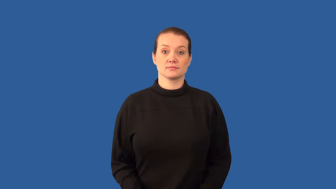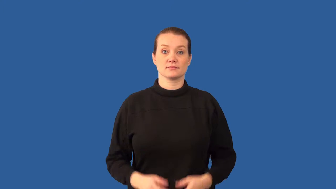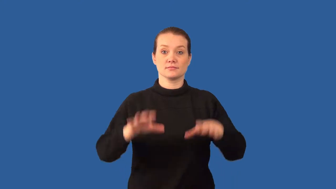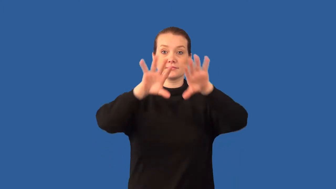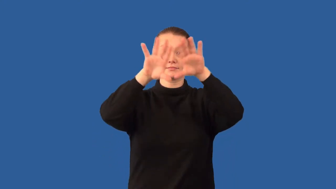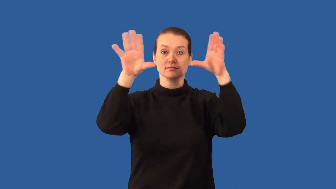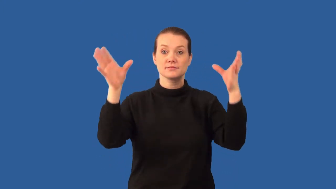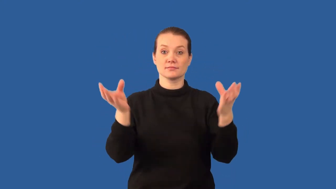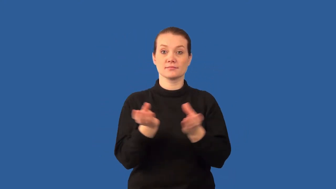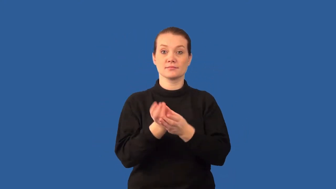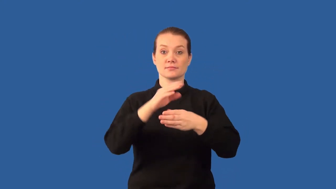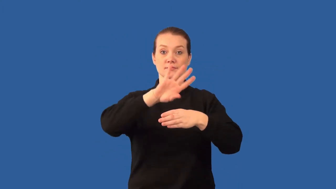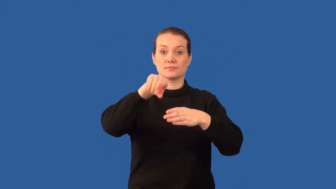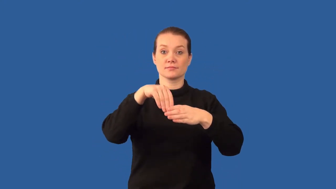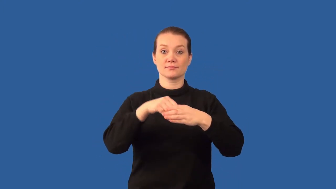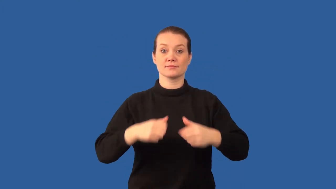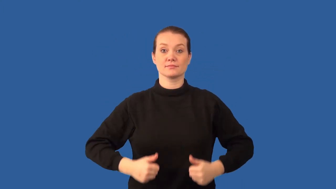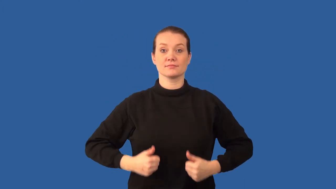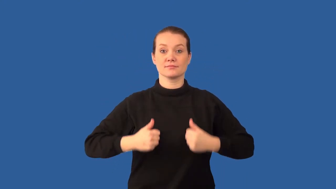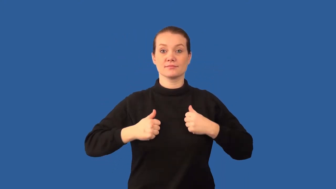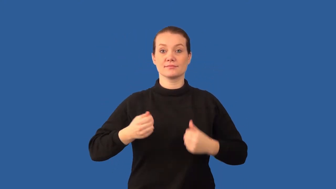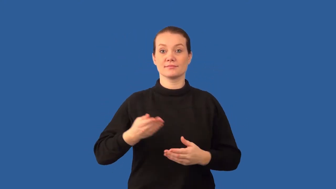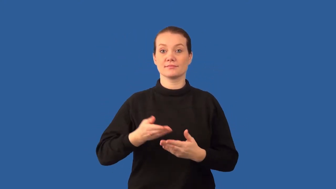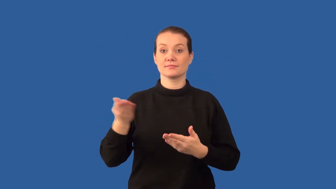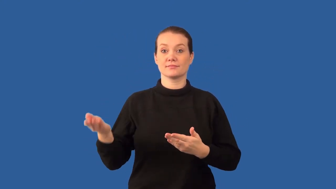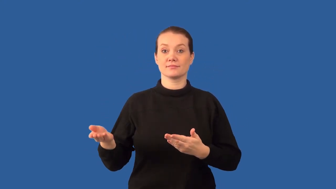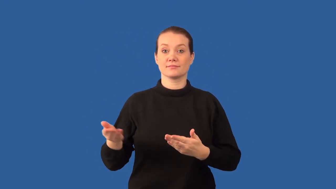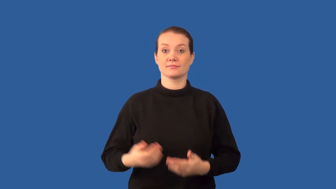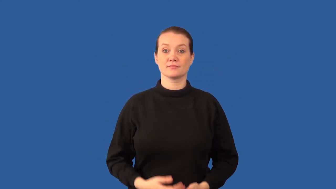biomass